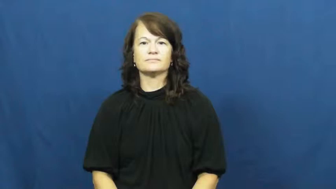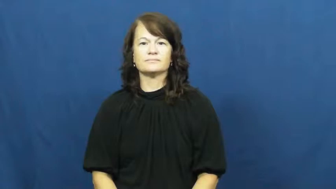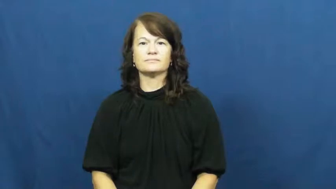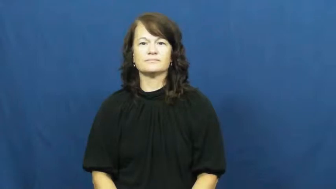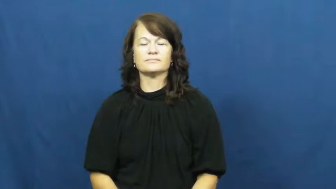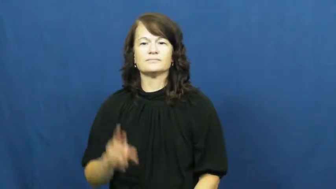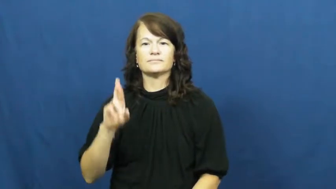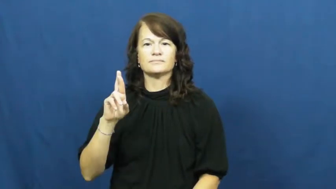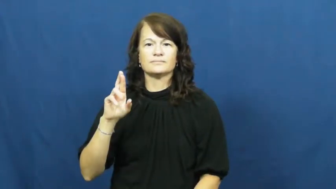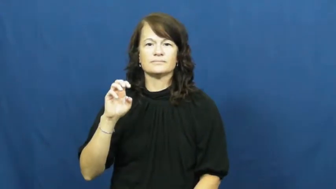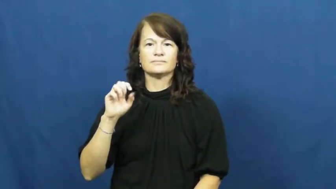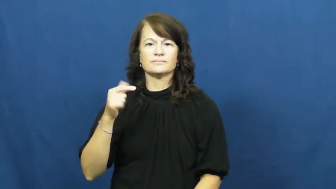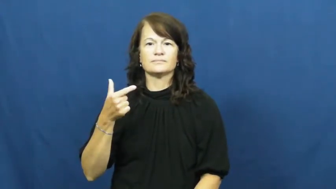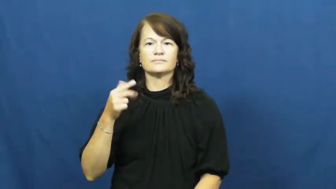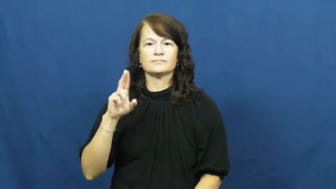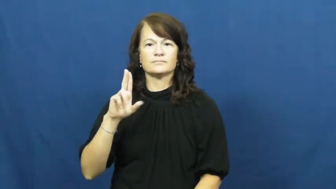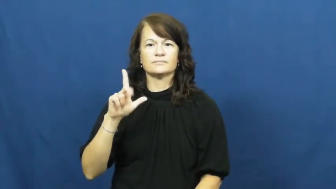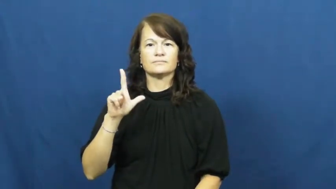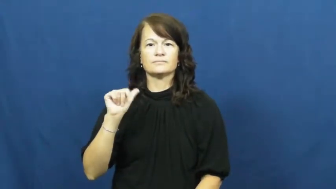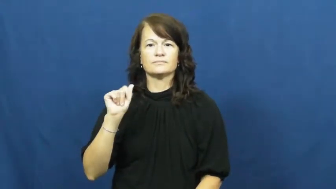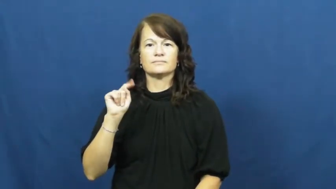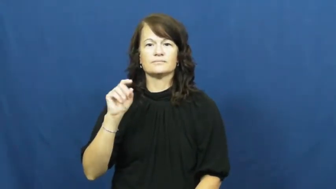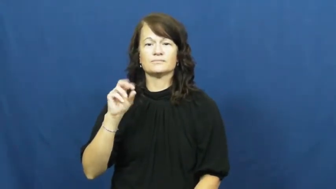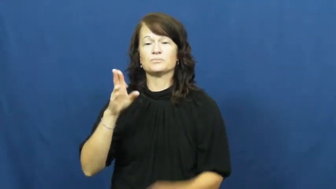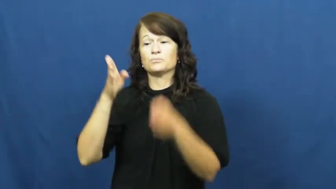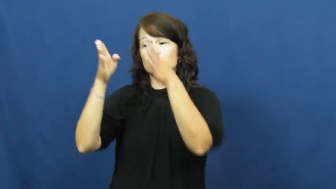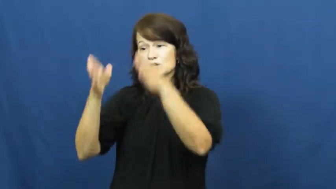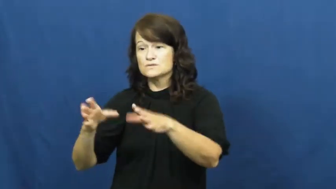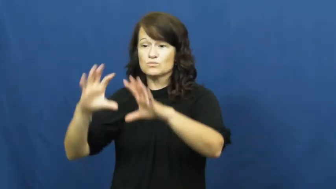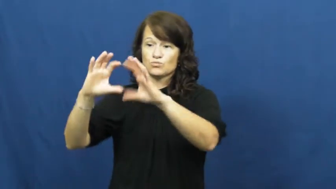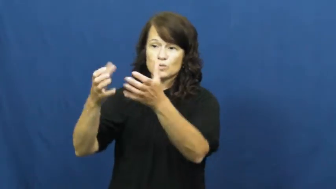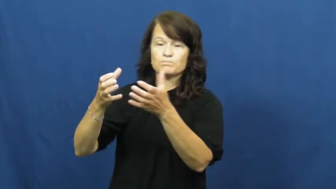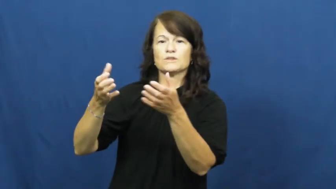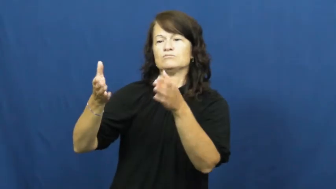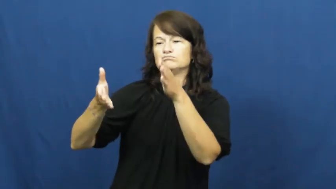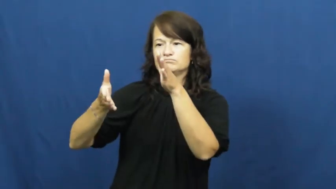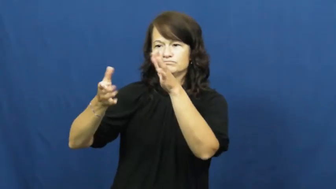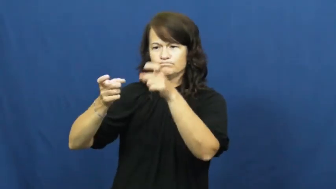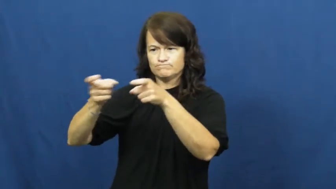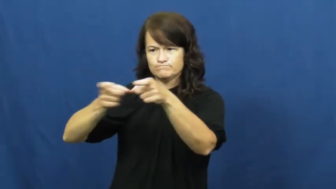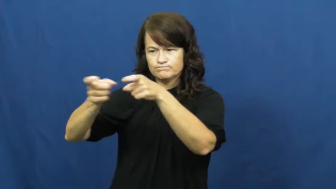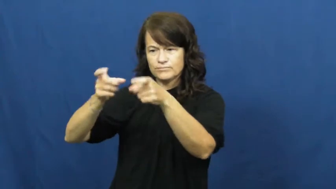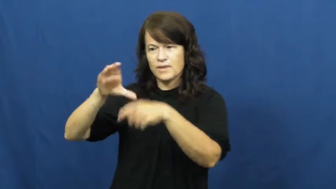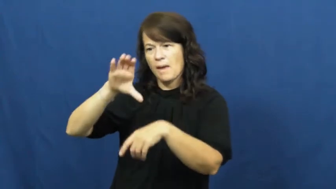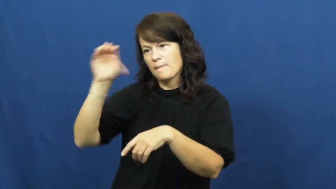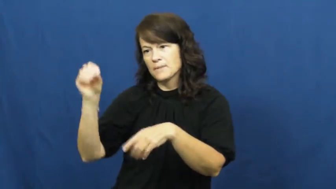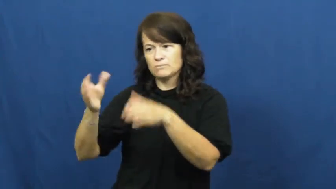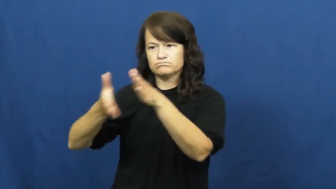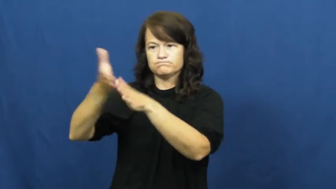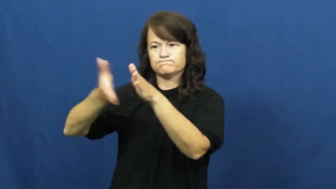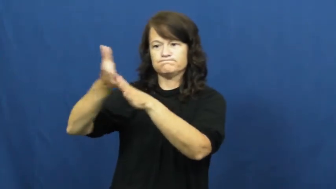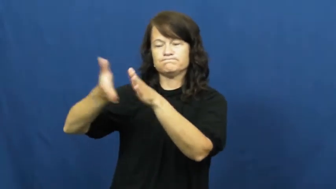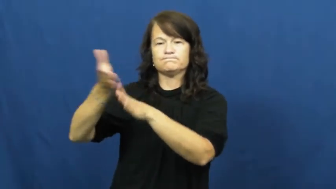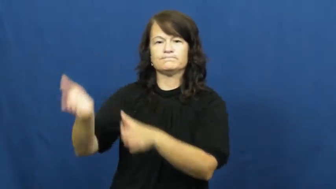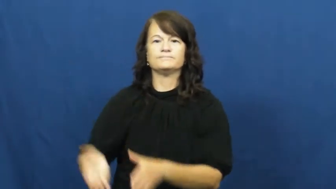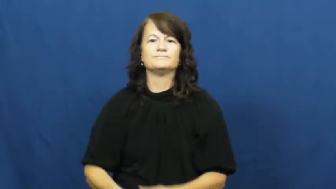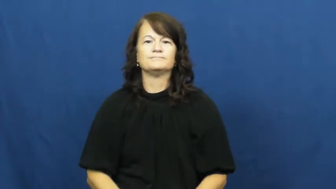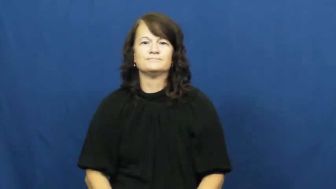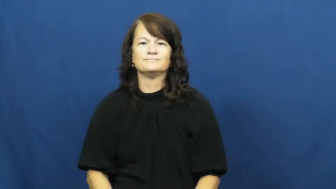regulator-person